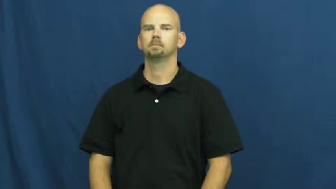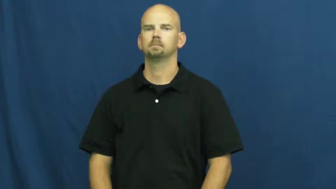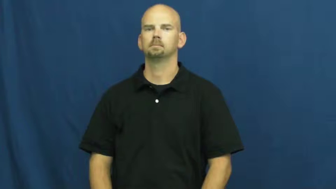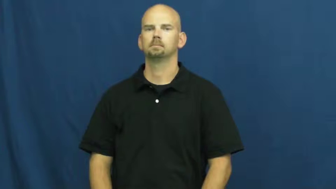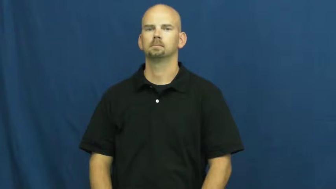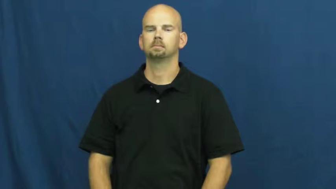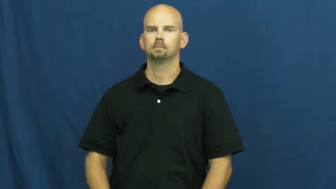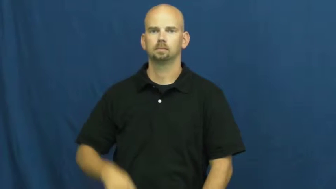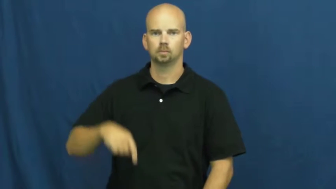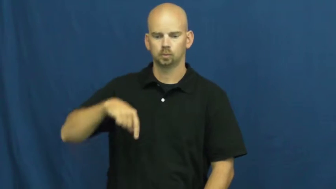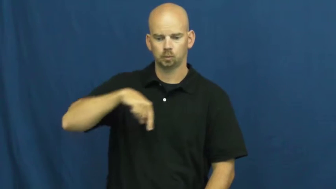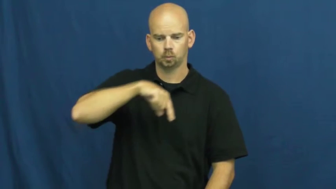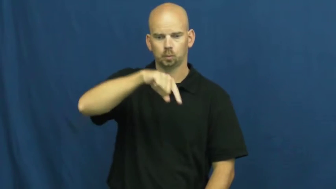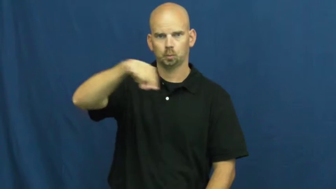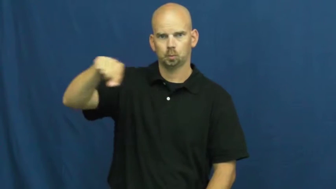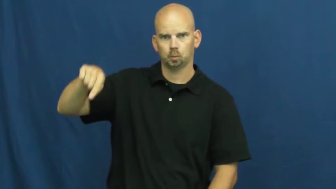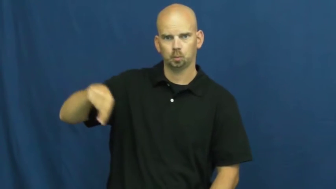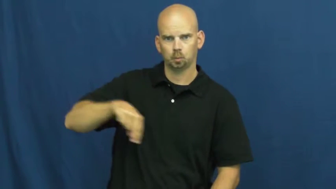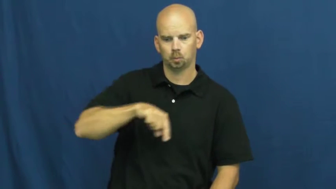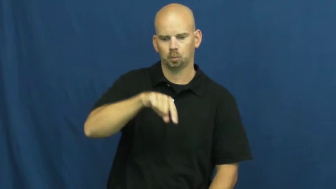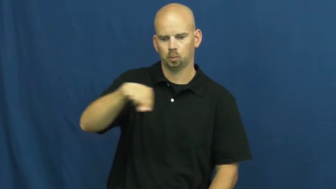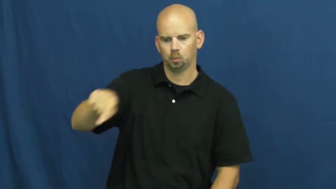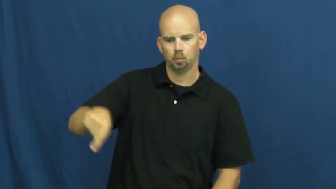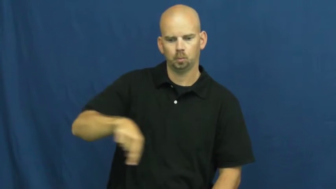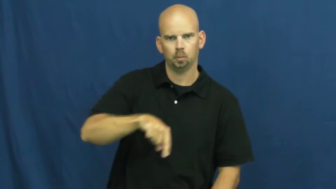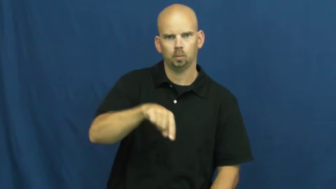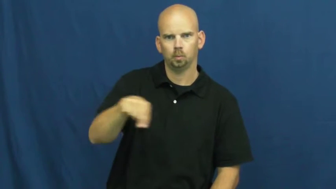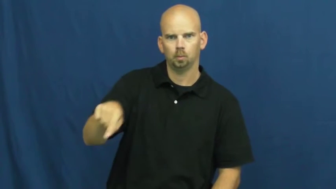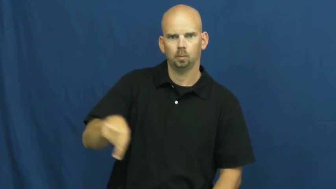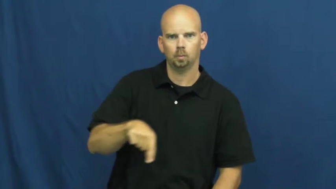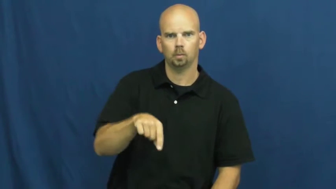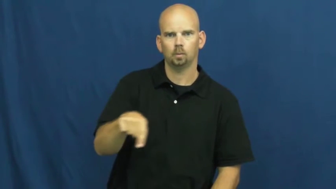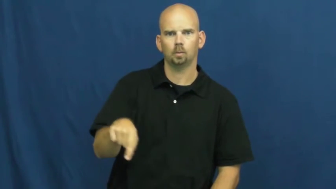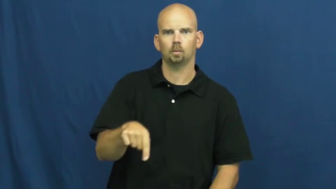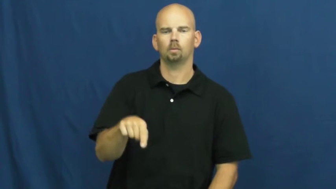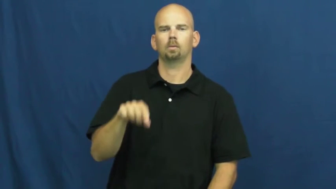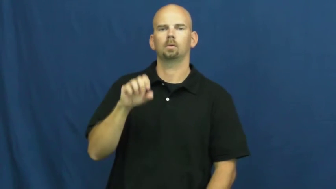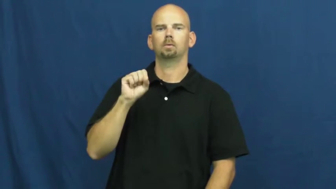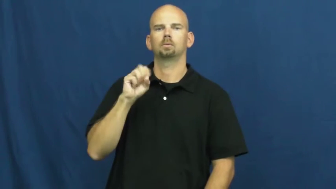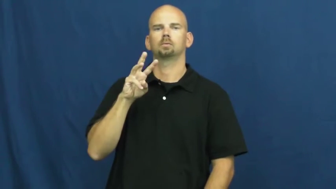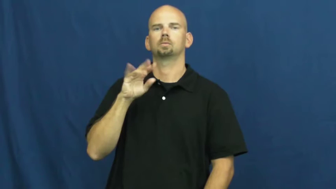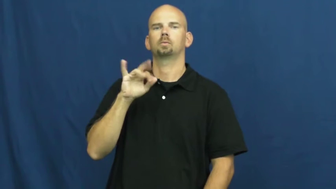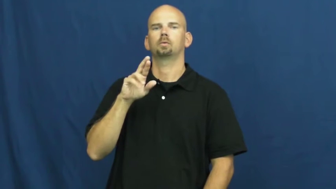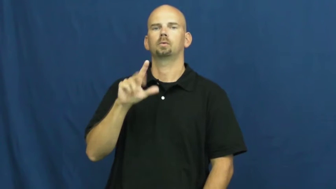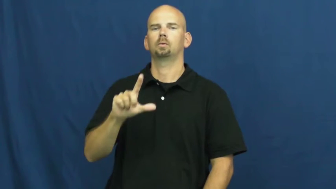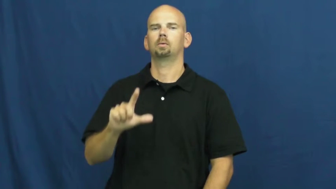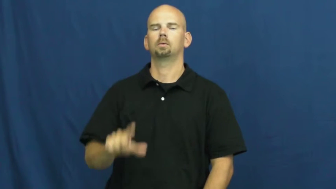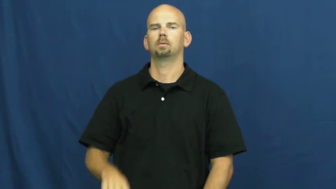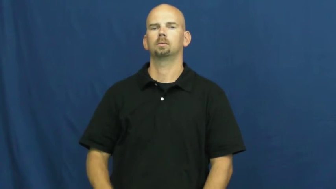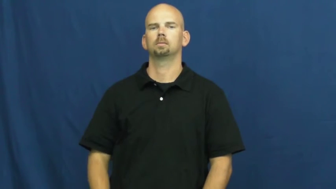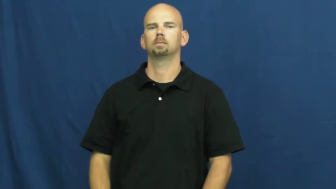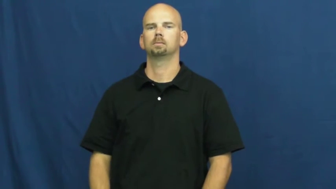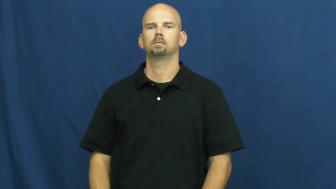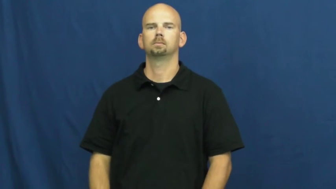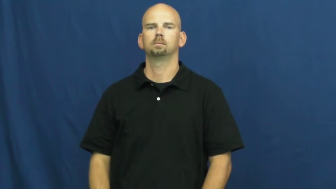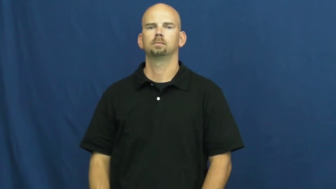swirl